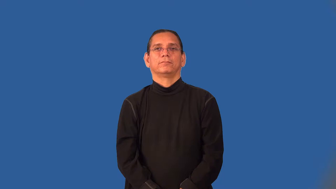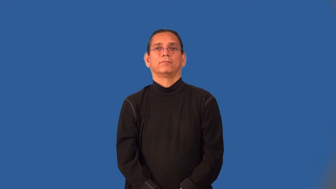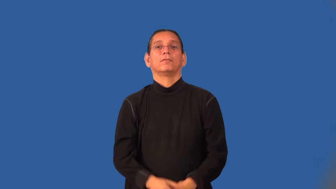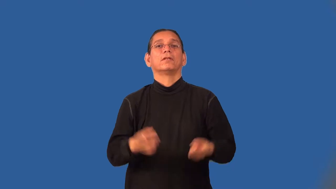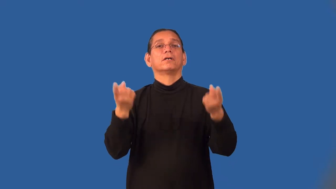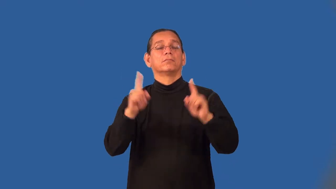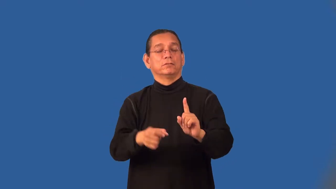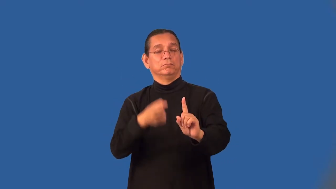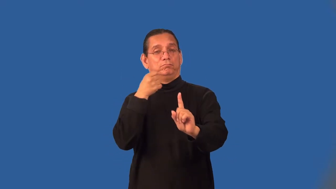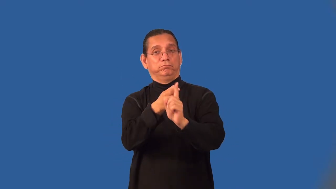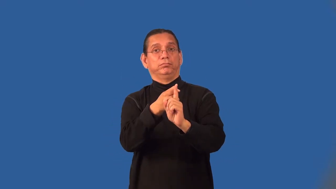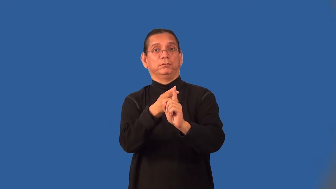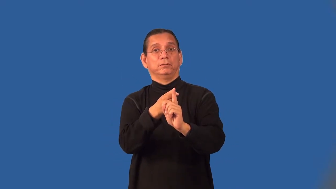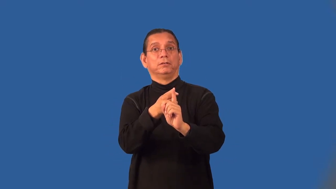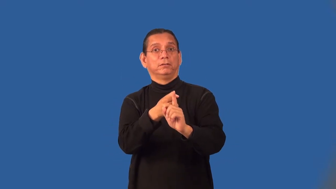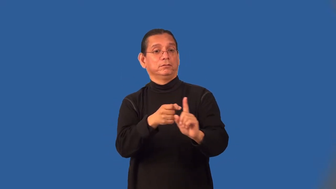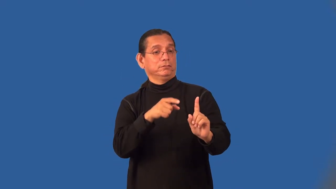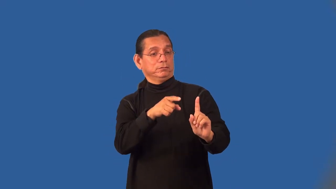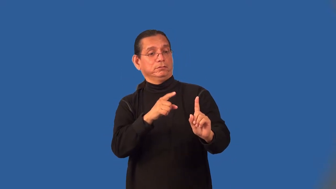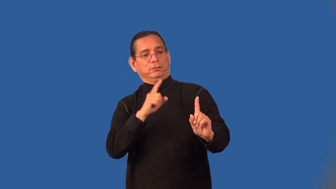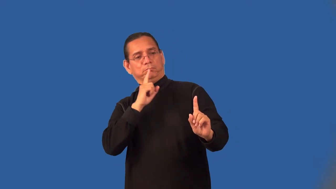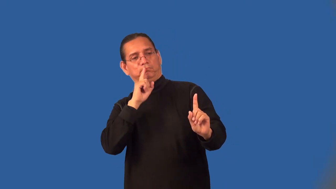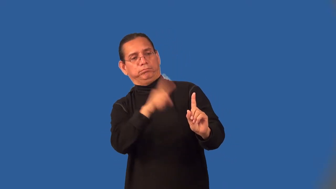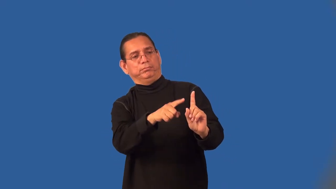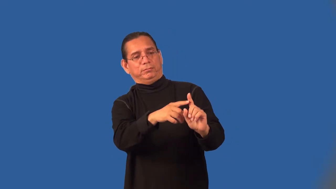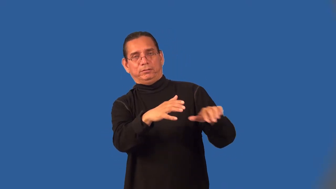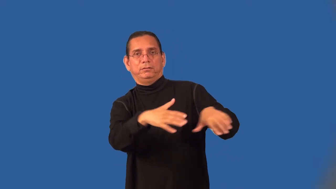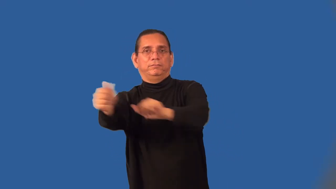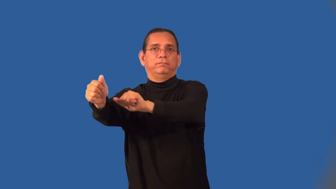evacuee